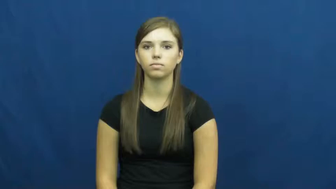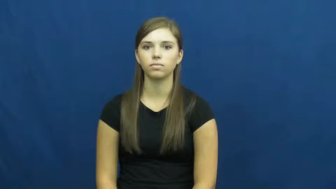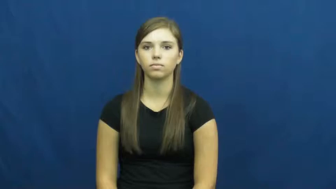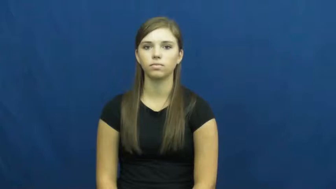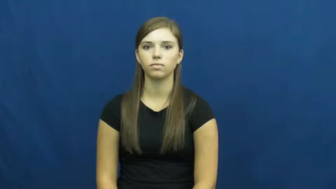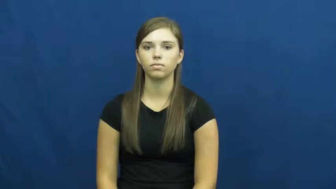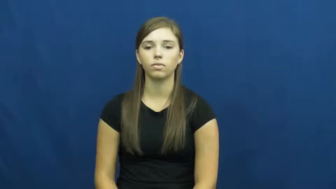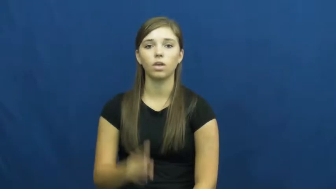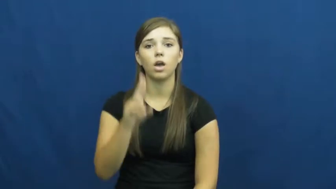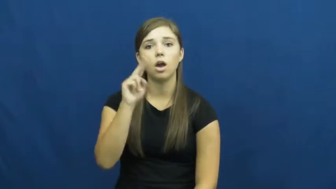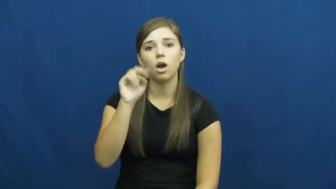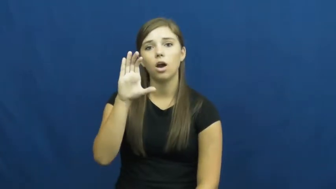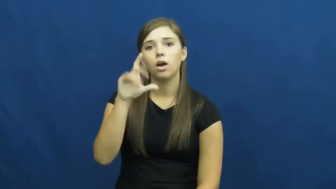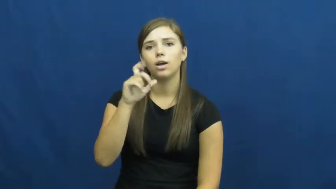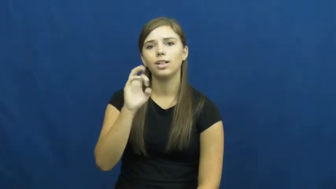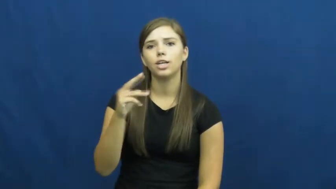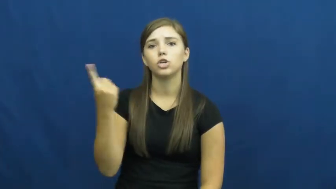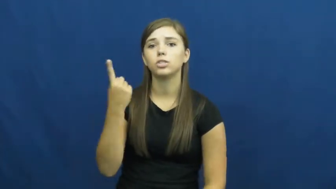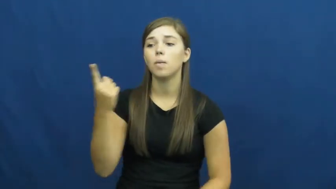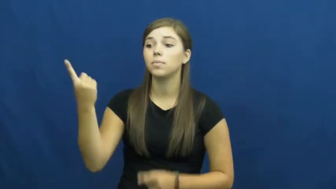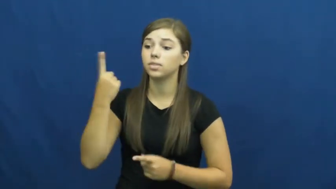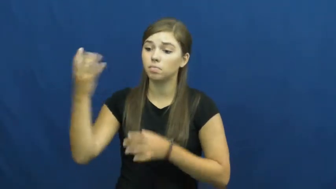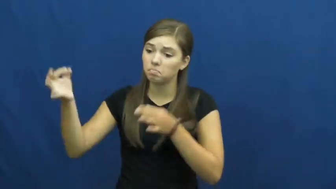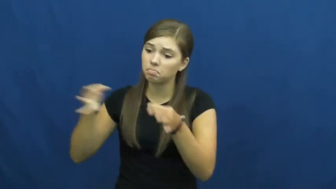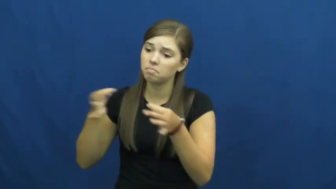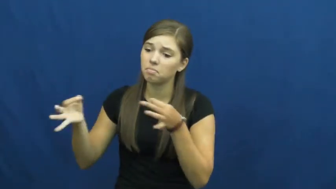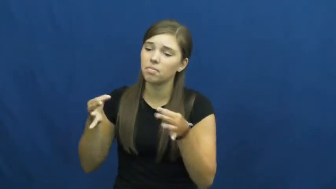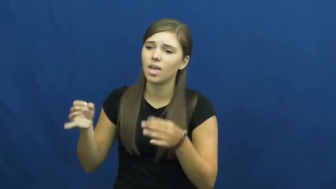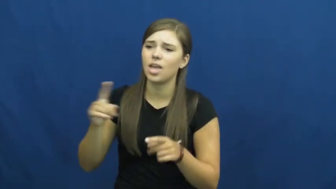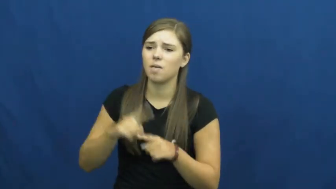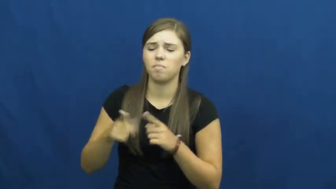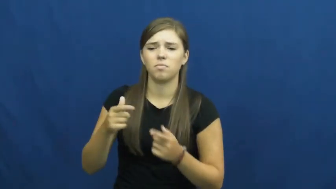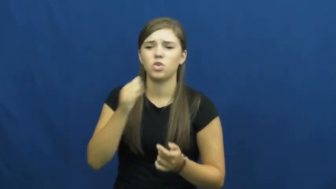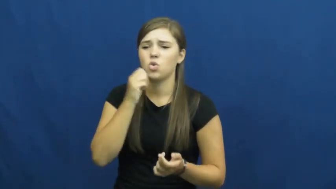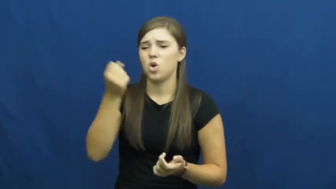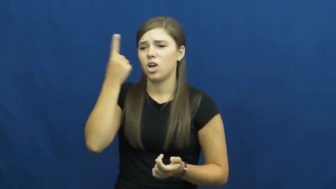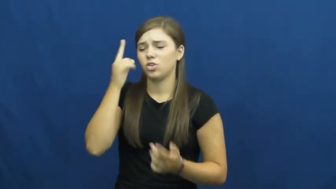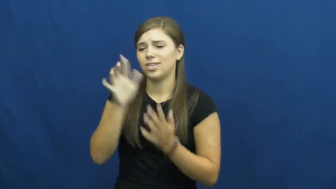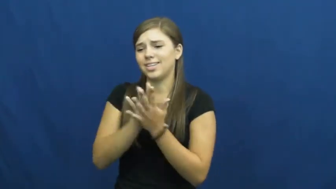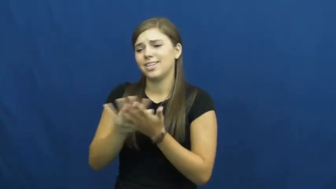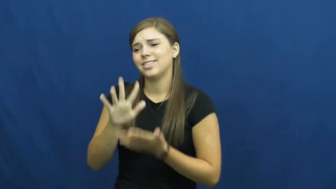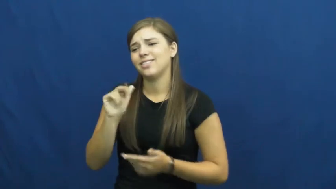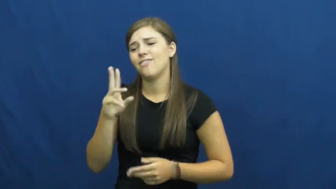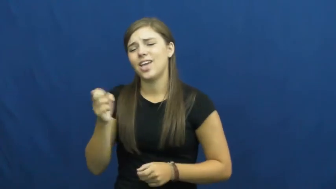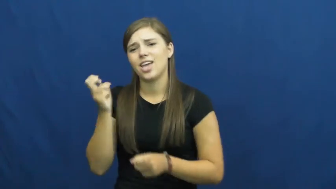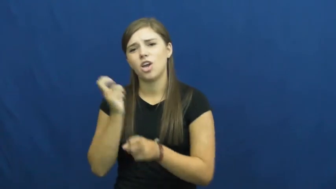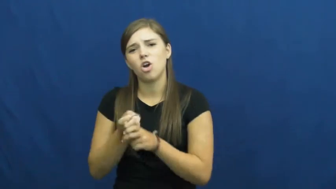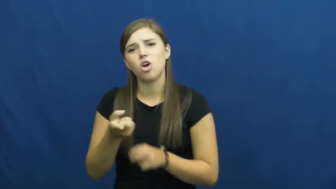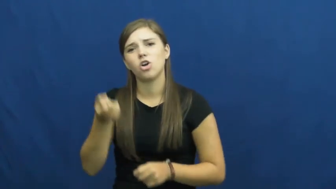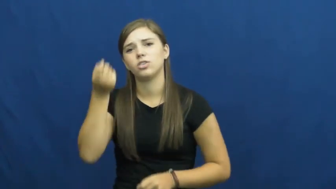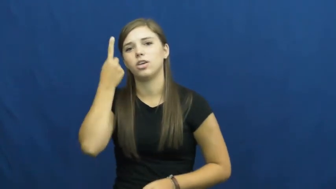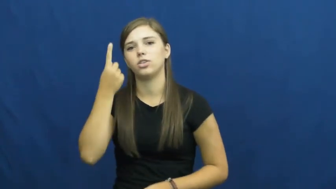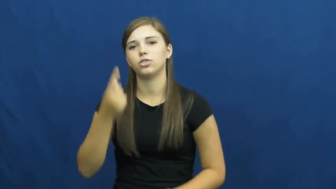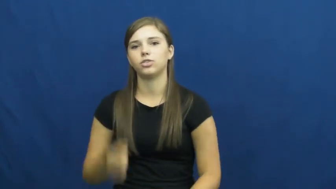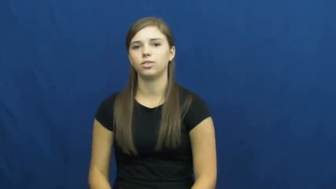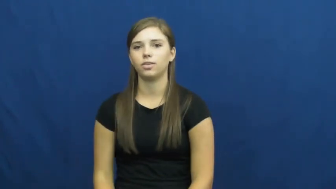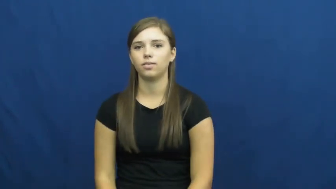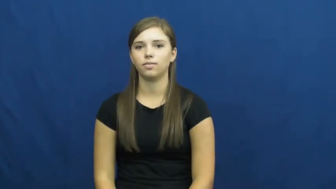unclear